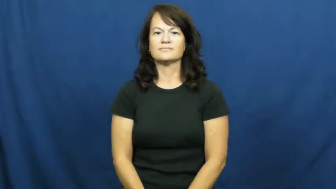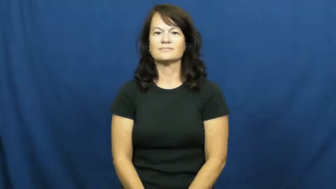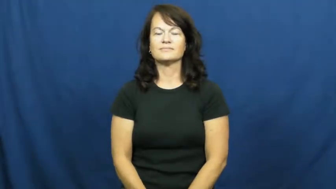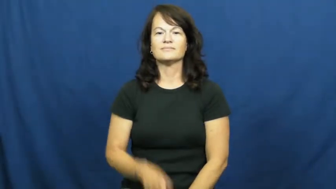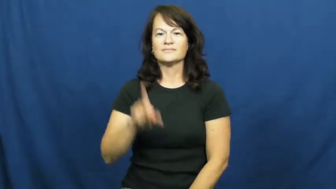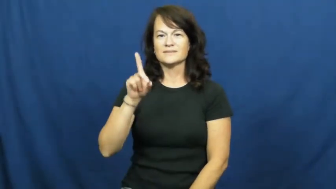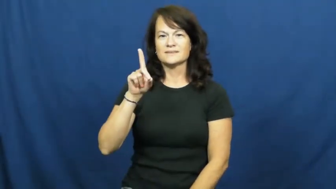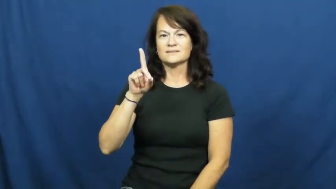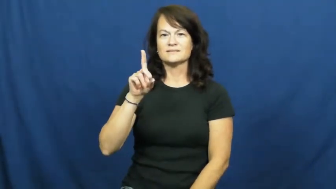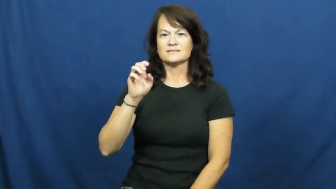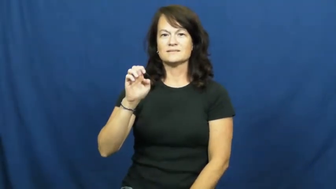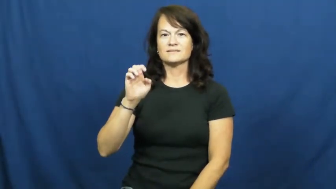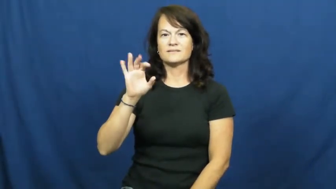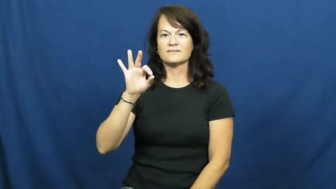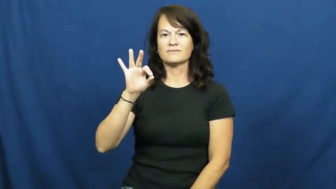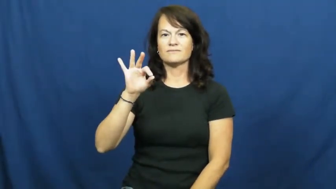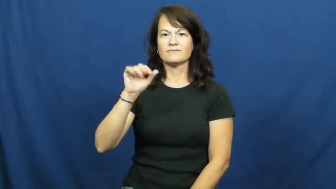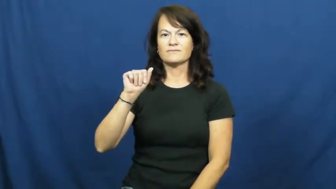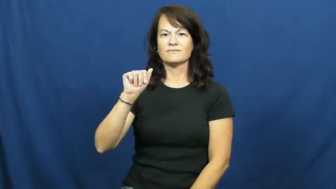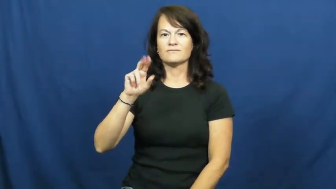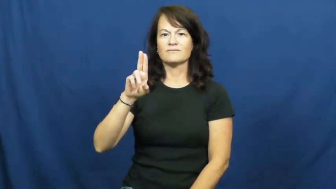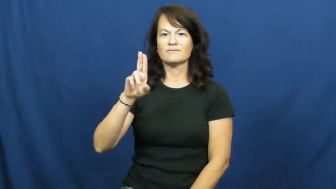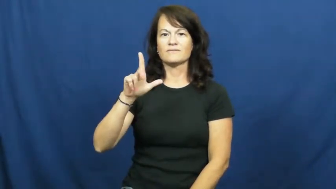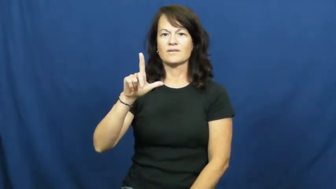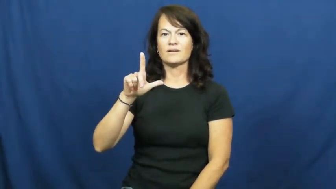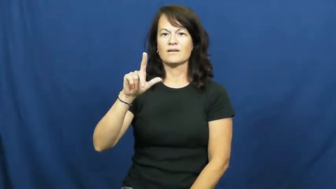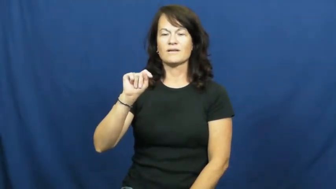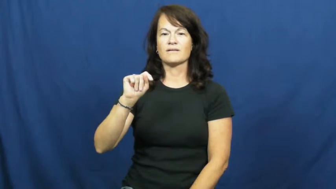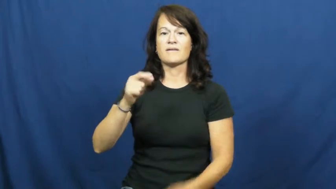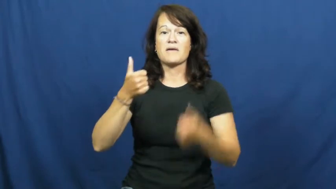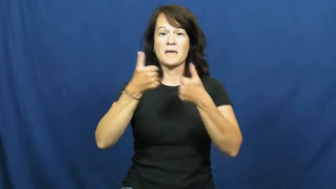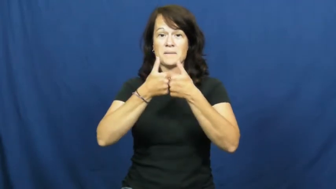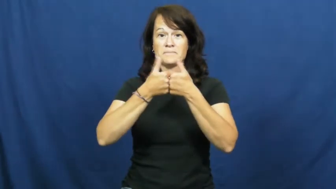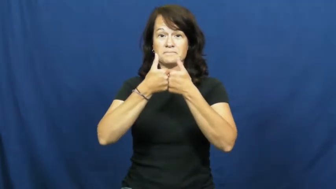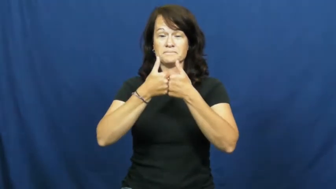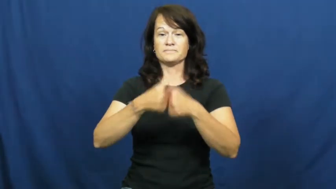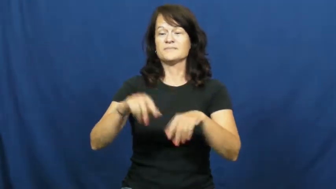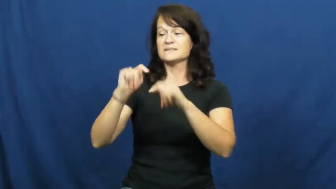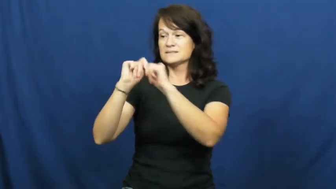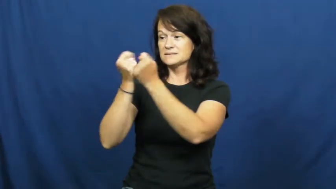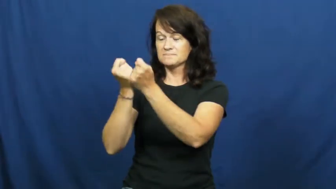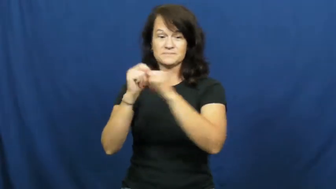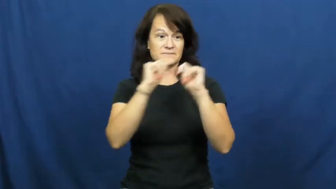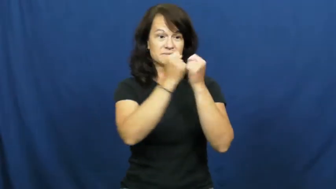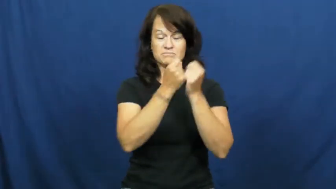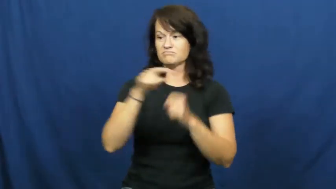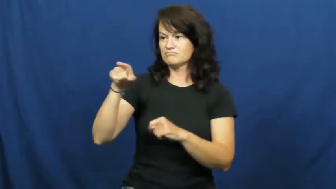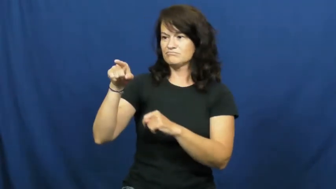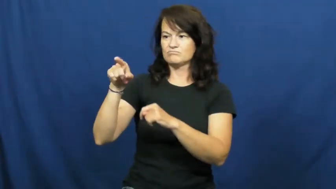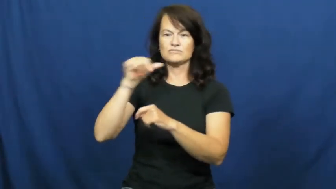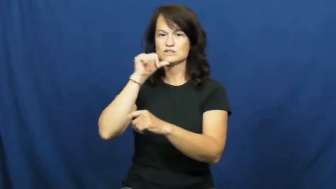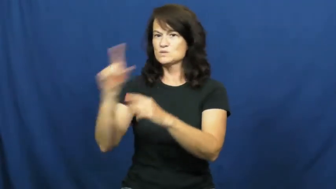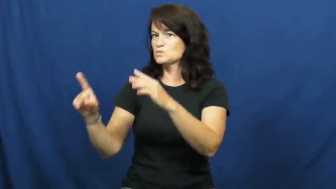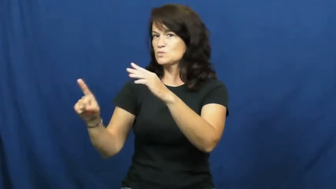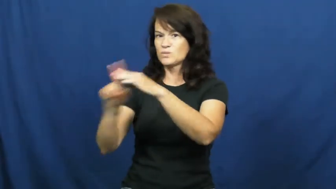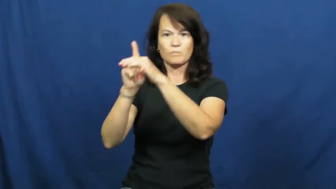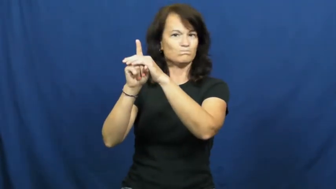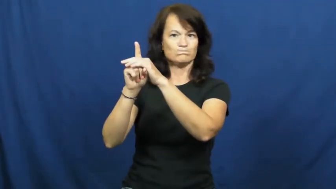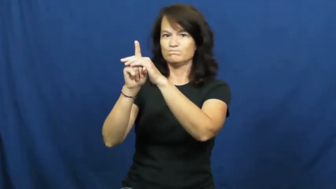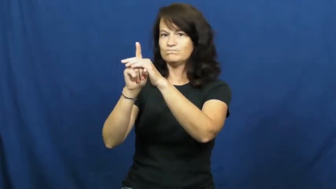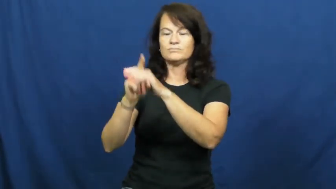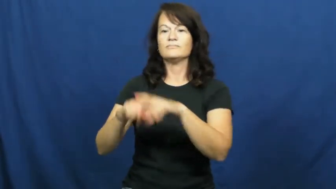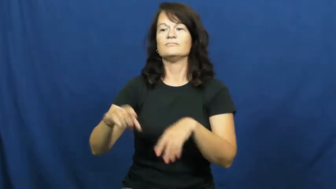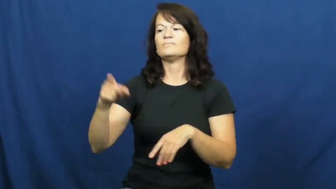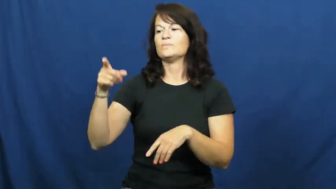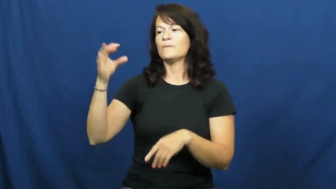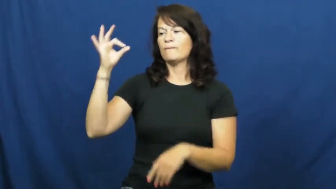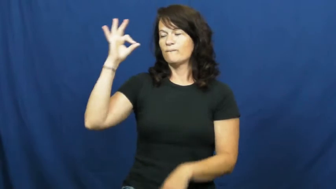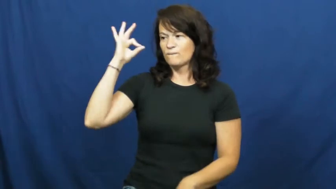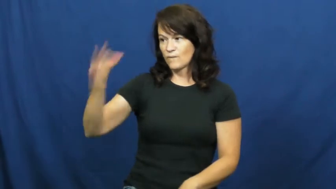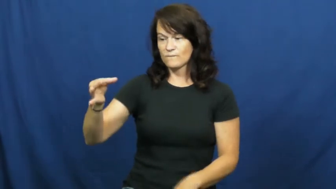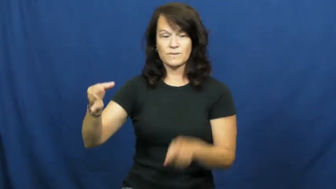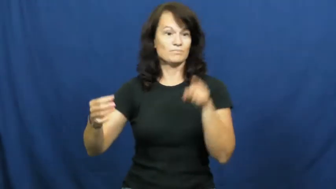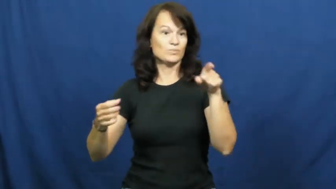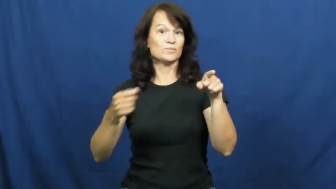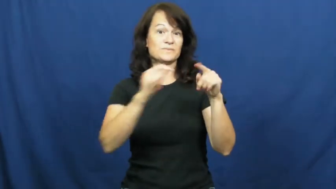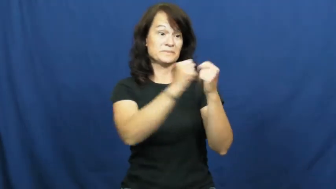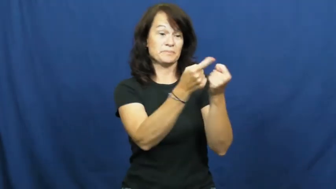default-game